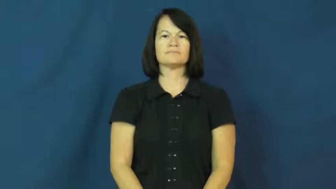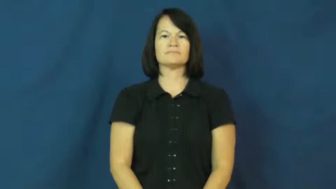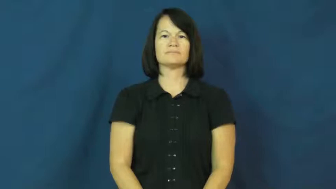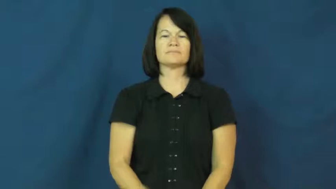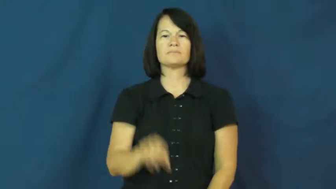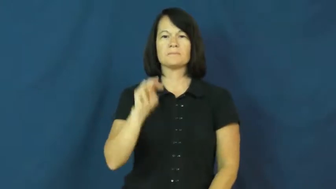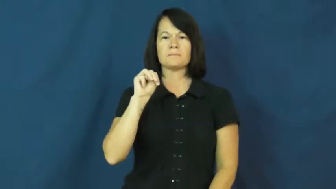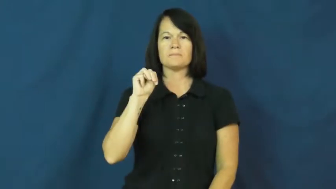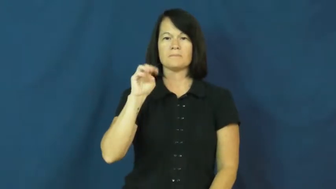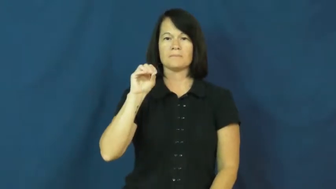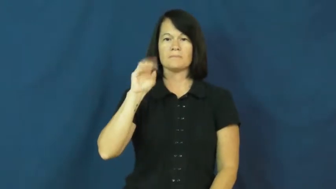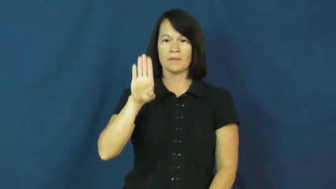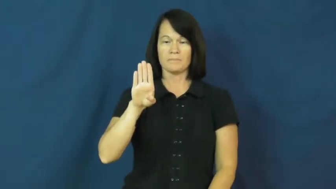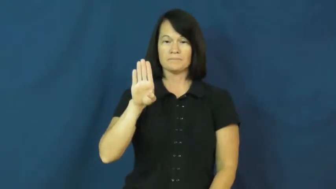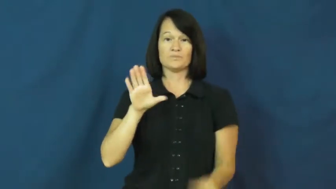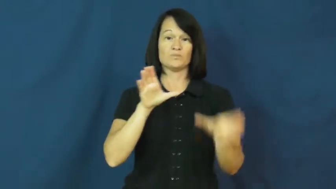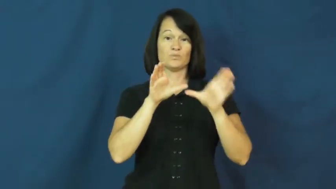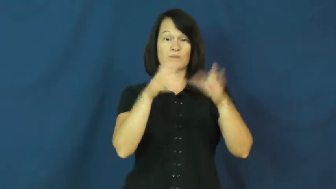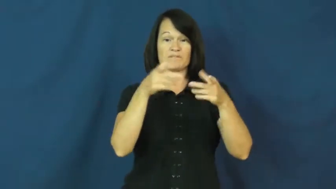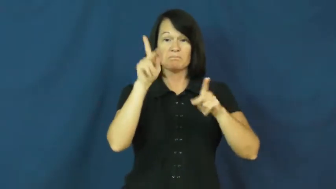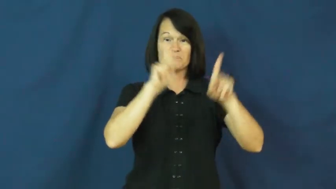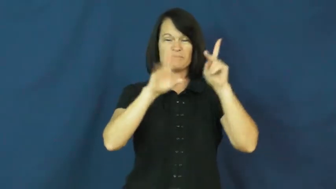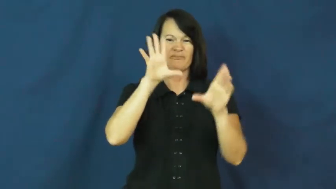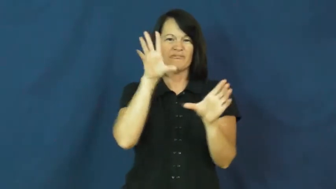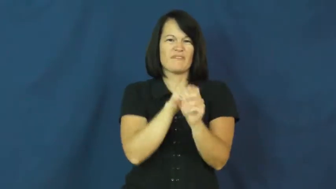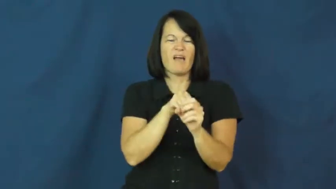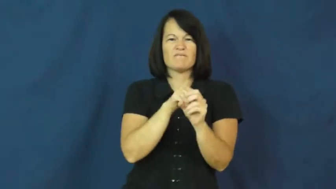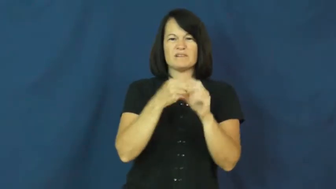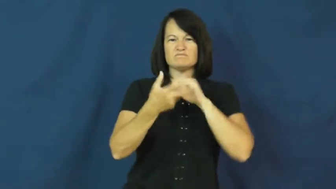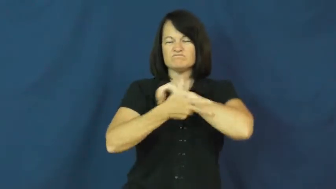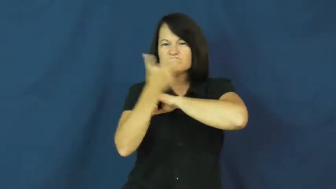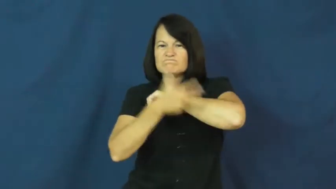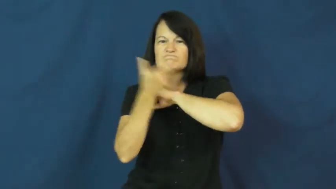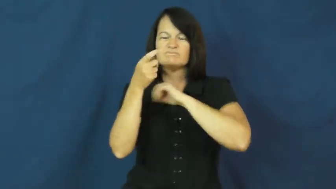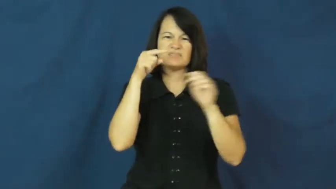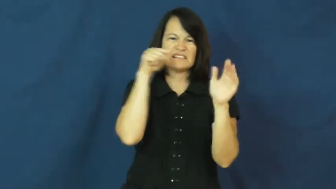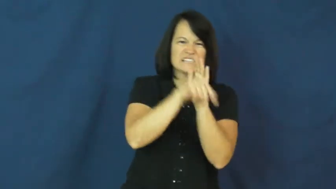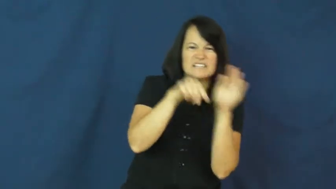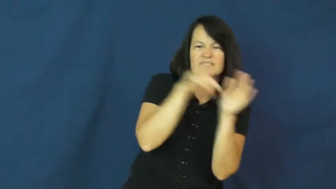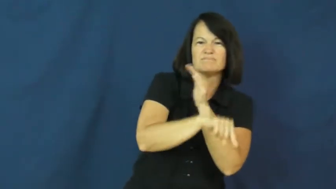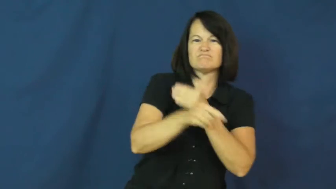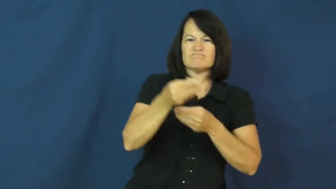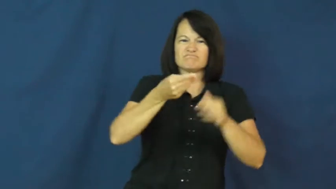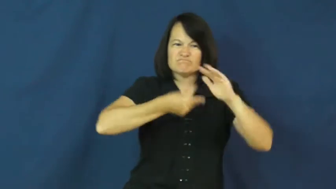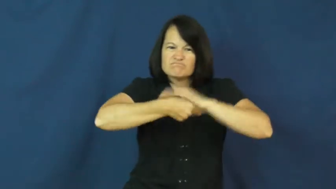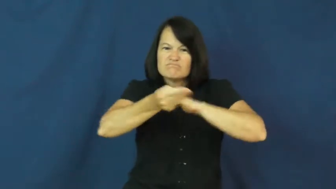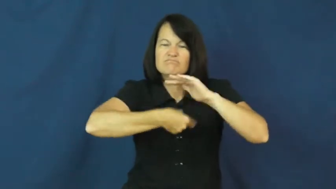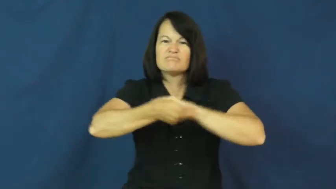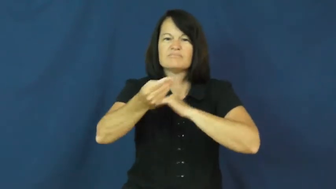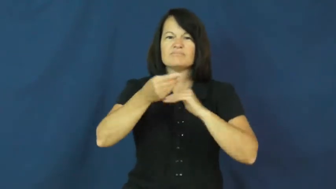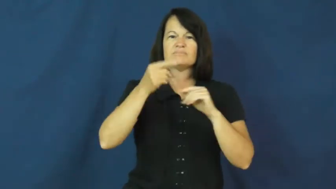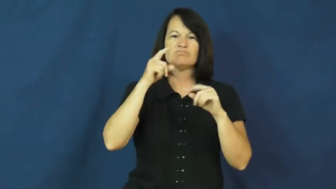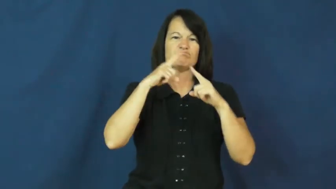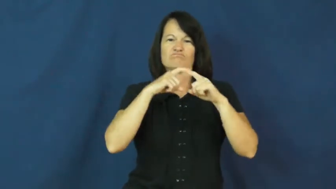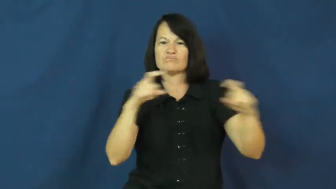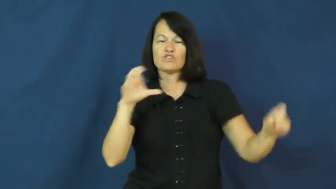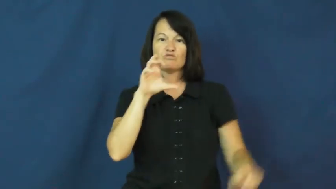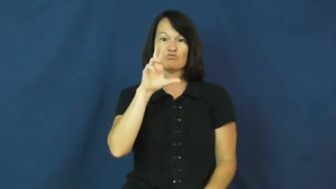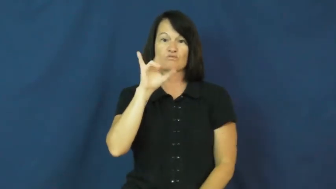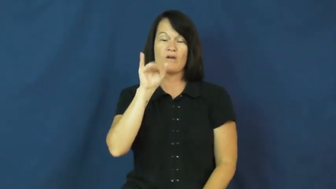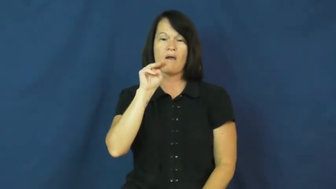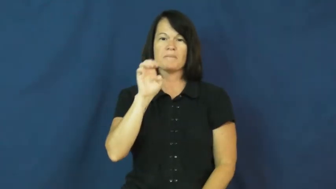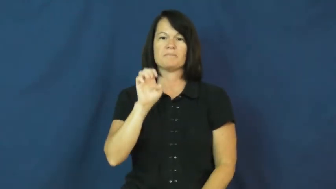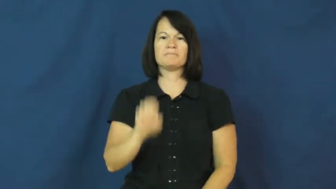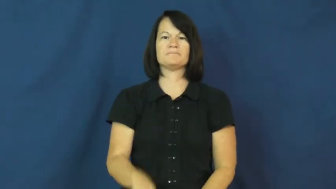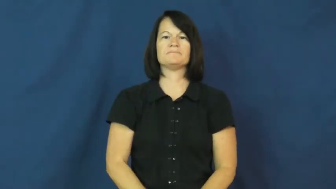mob,mafia,mobster